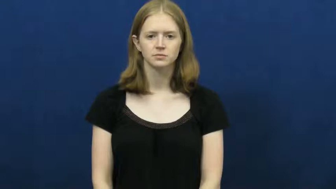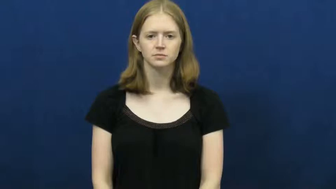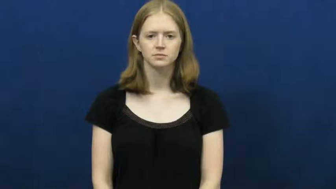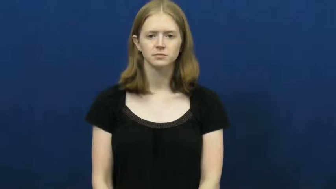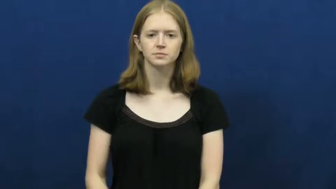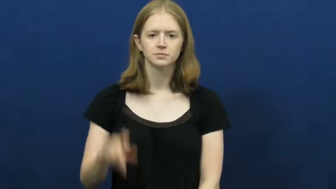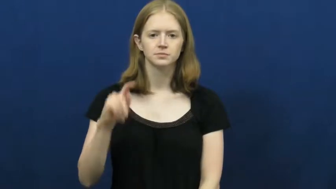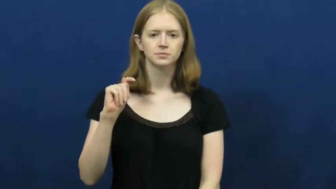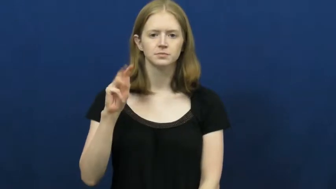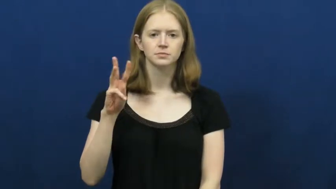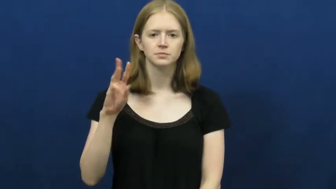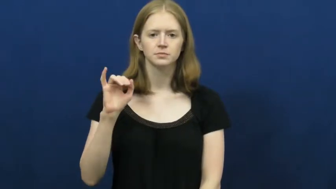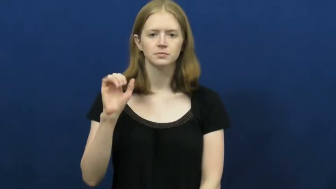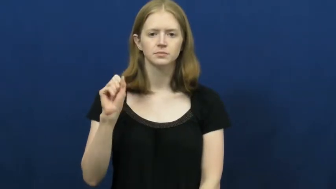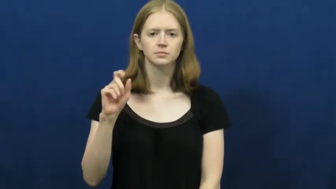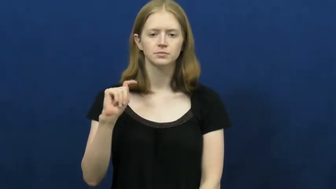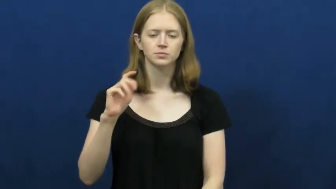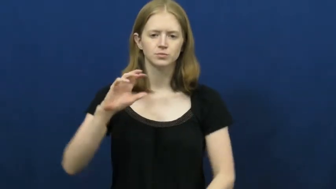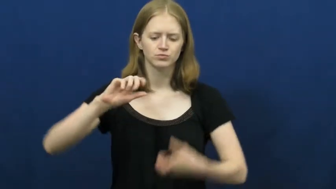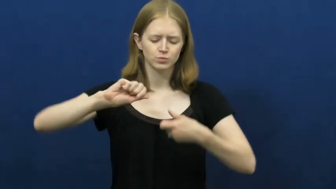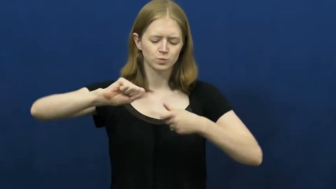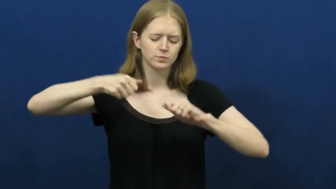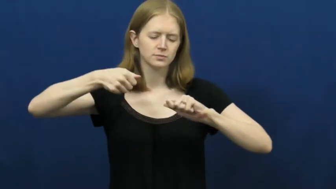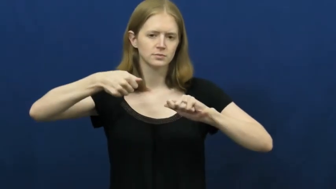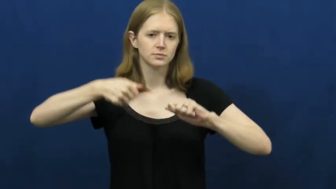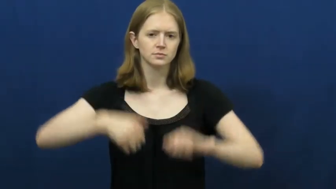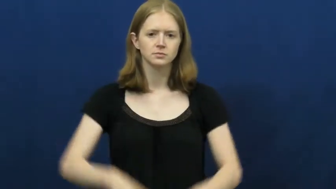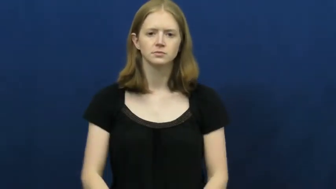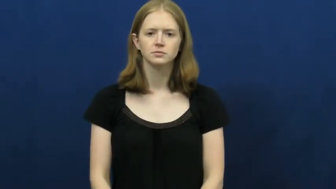twist,twist up,twist around